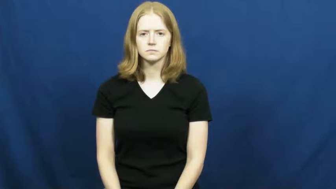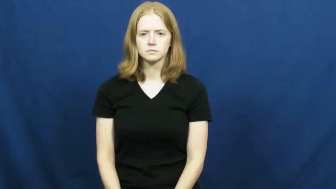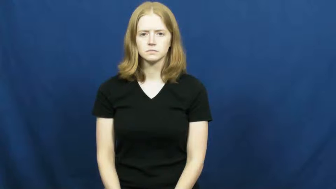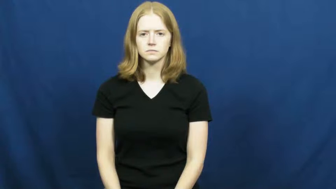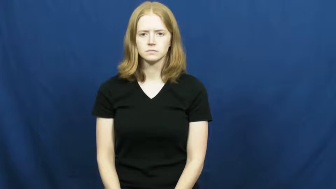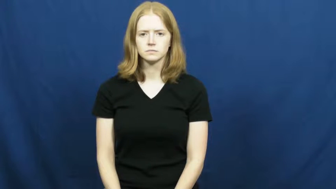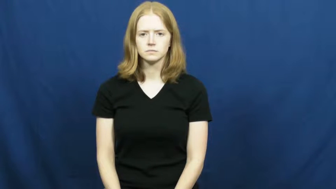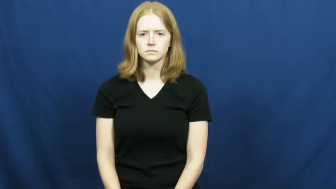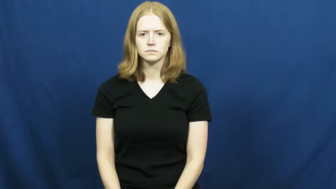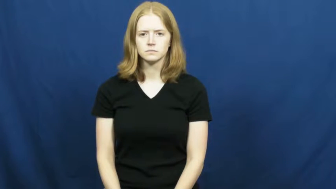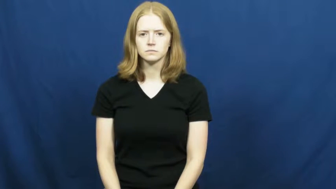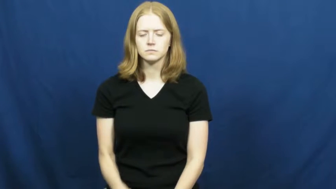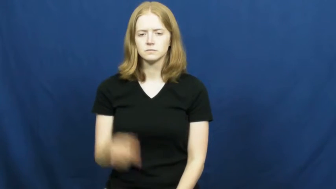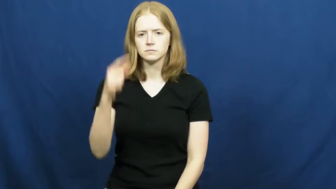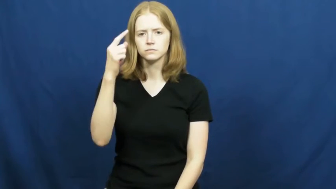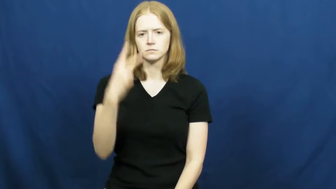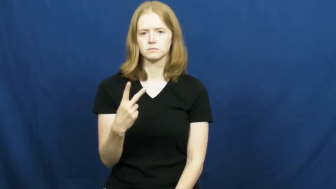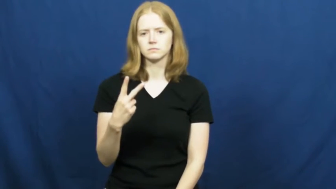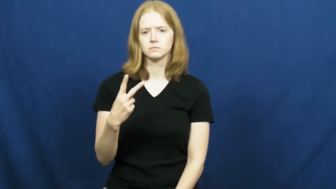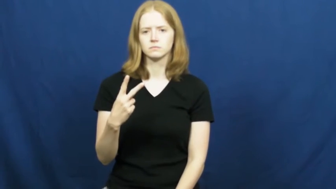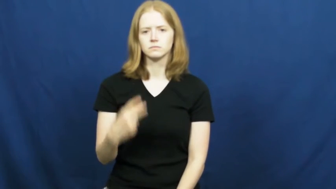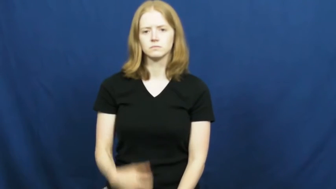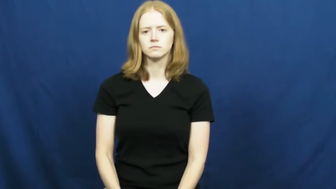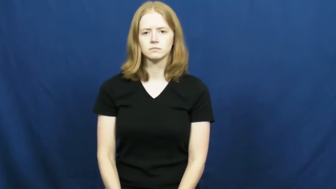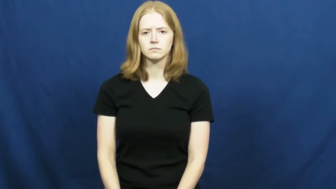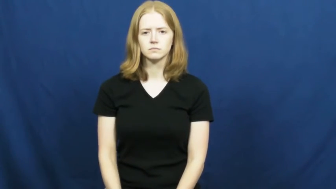one-half